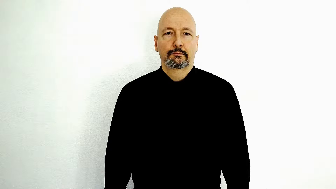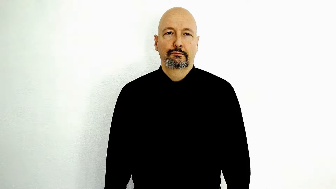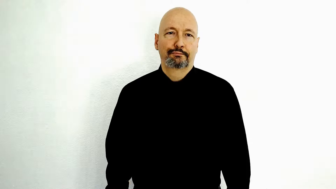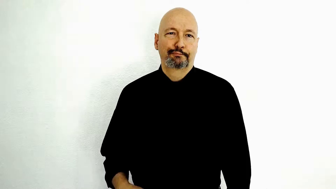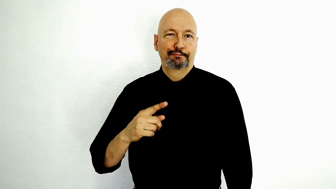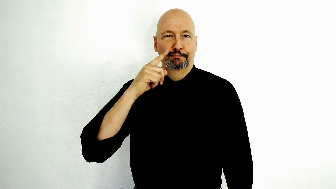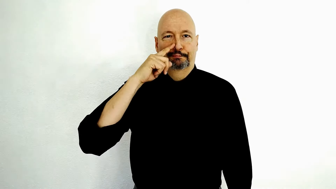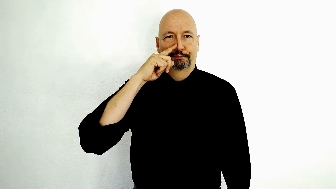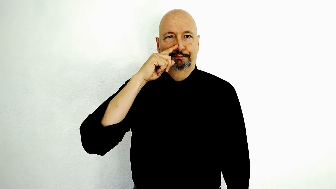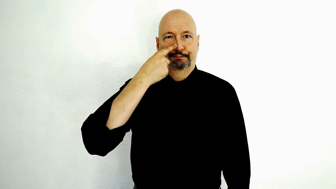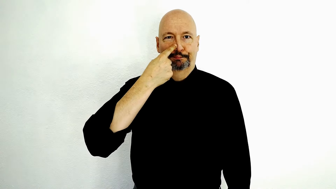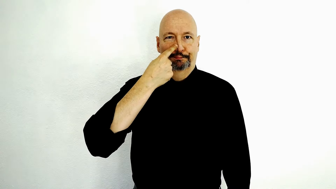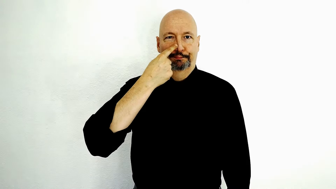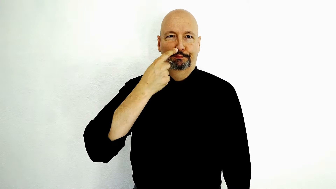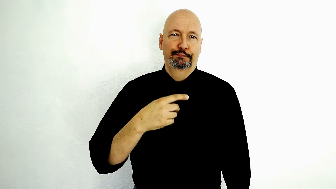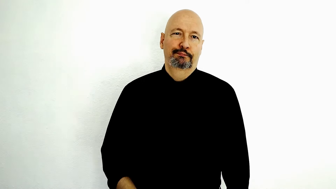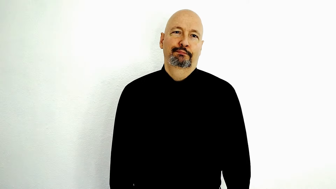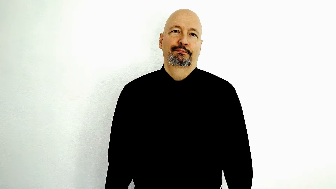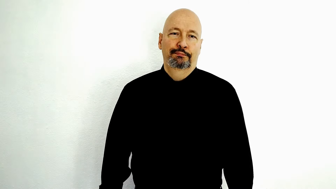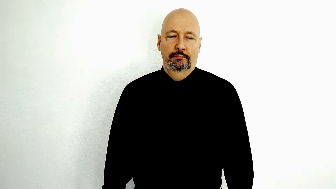BORING-[single-roll-version]